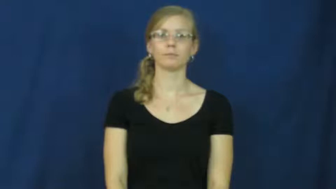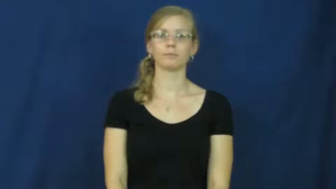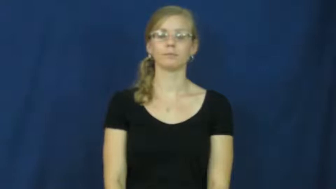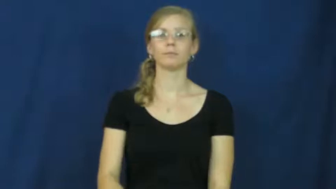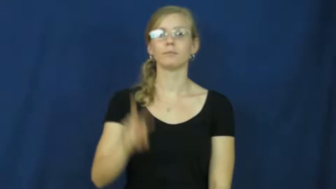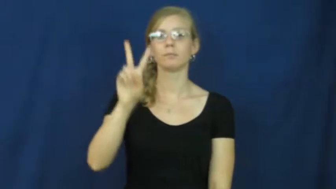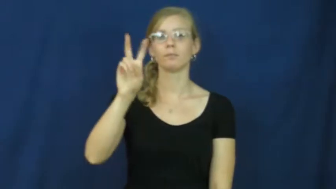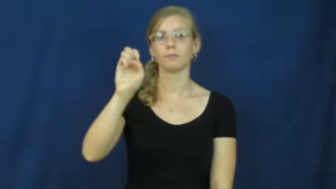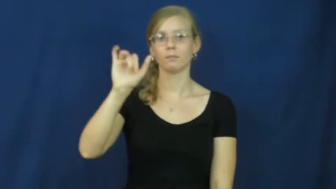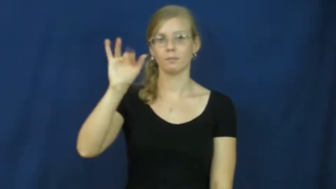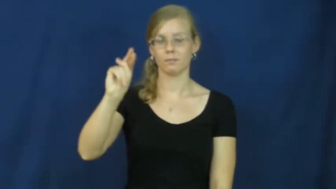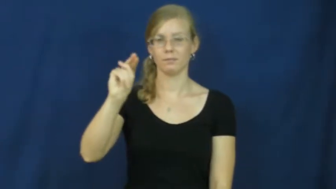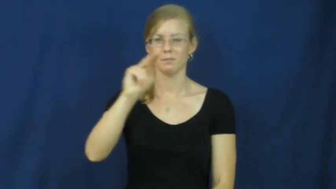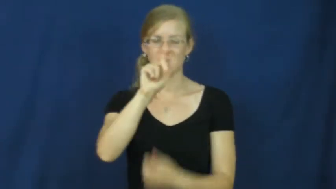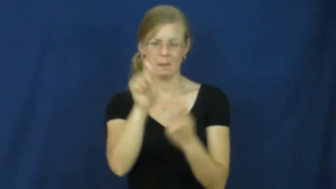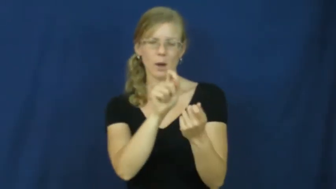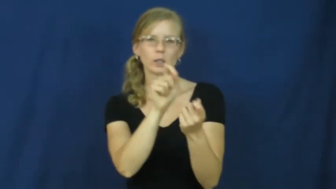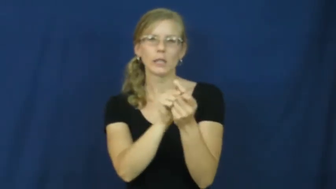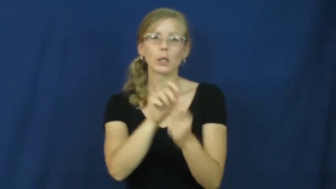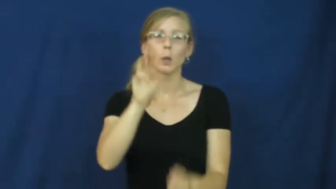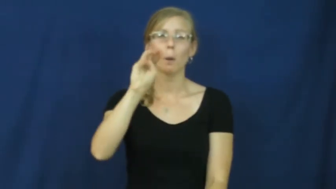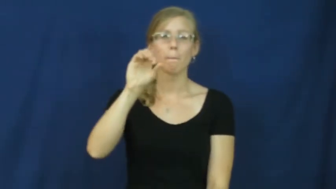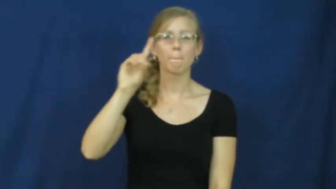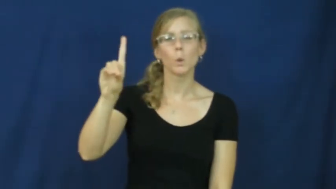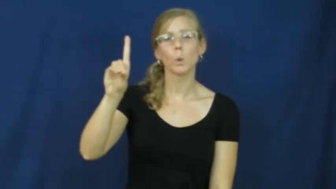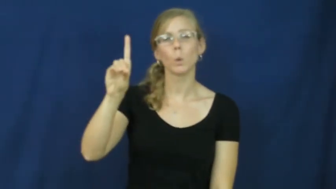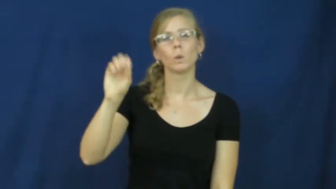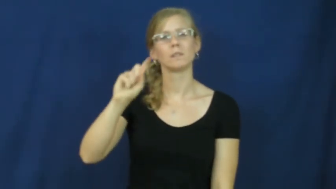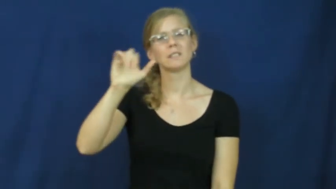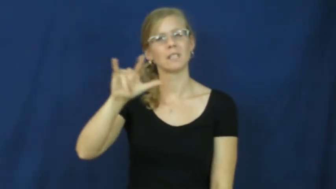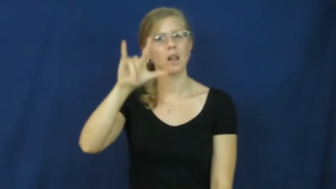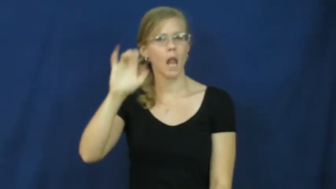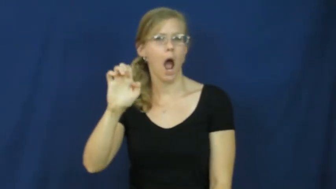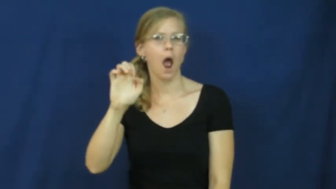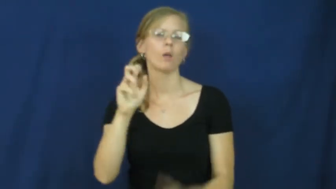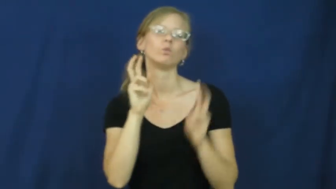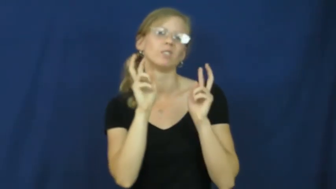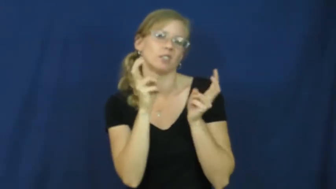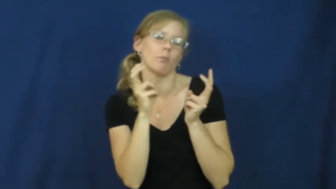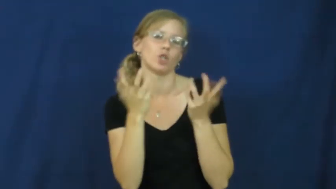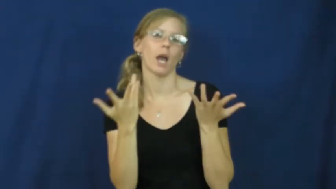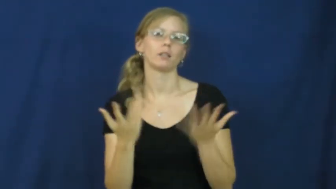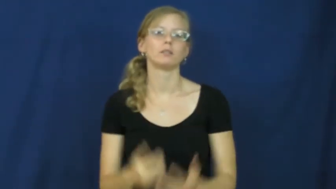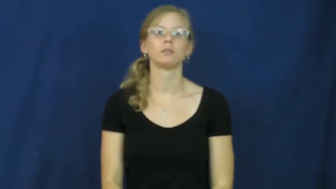vein-mood, style and subject